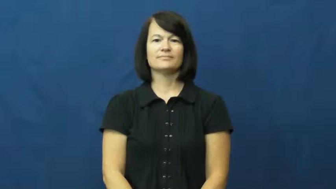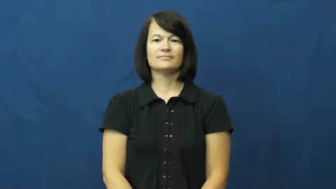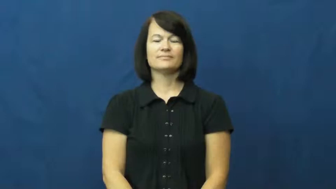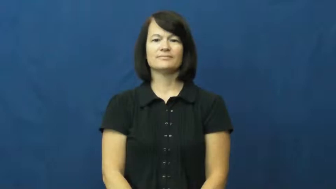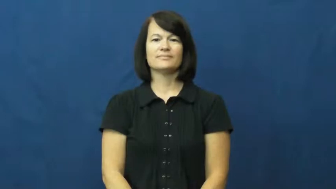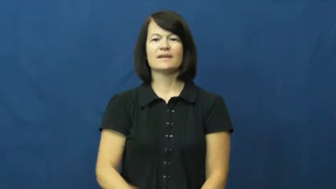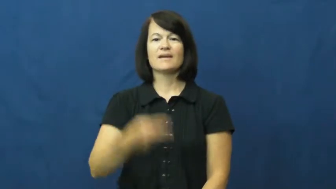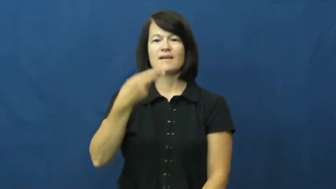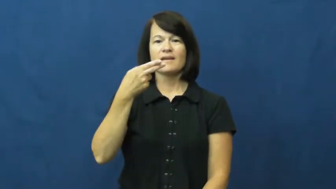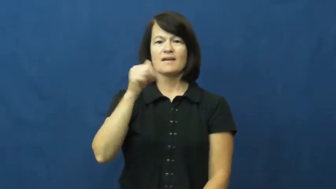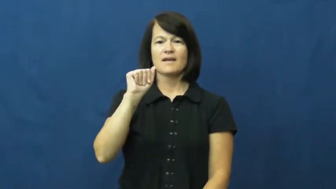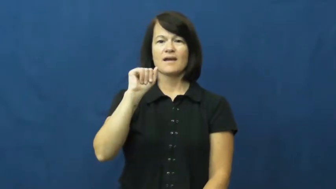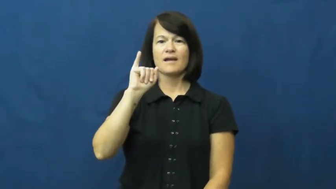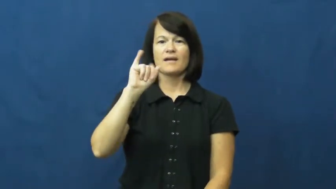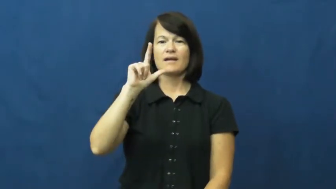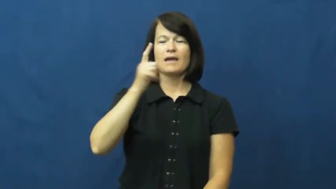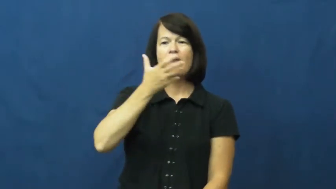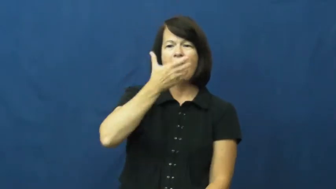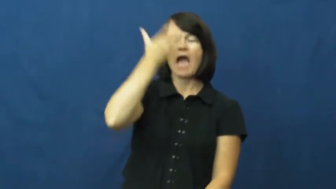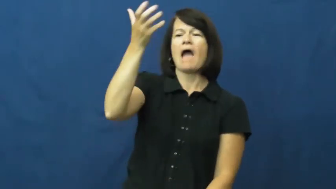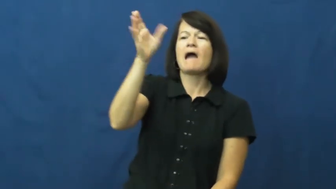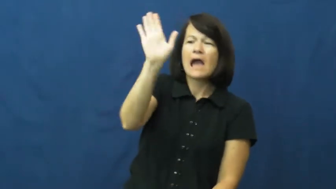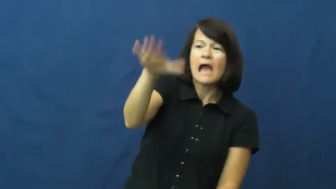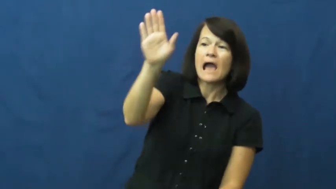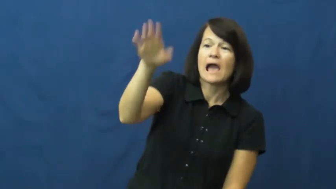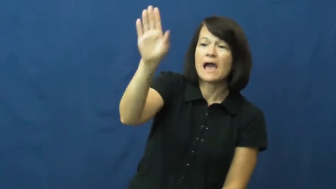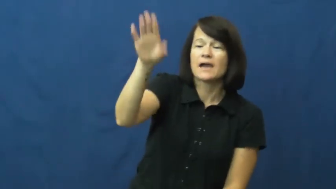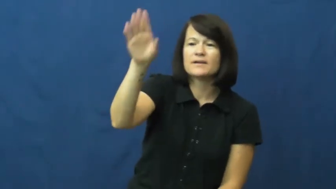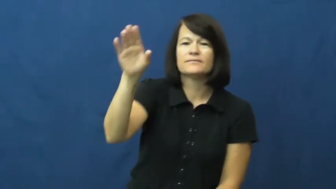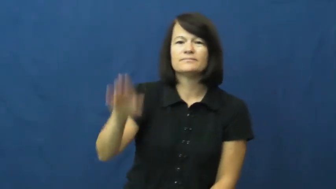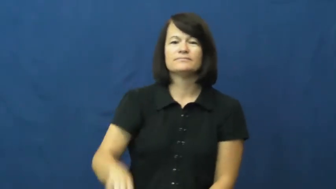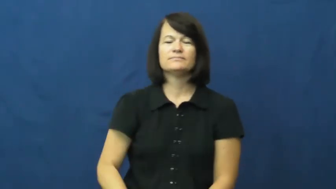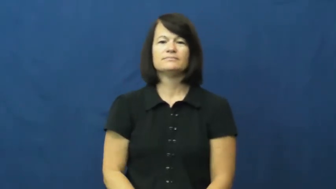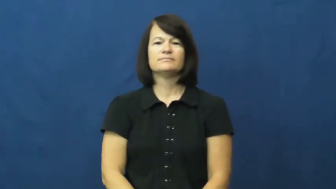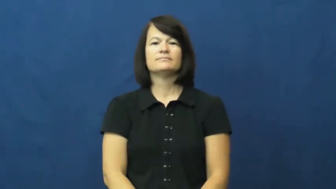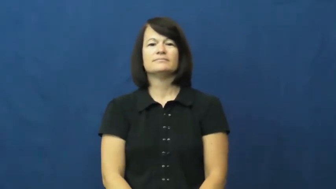hail-shout